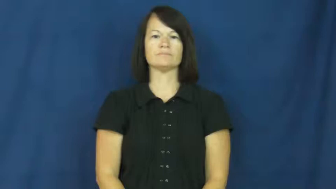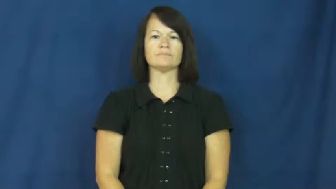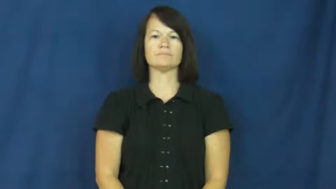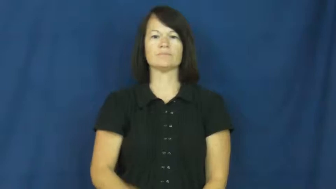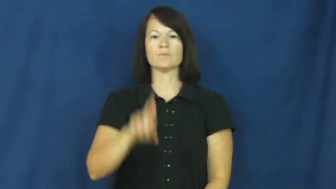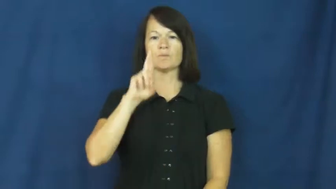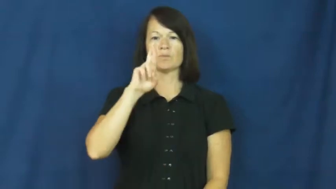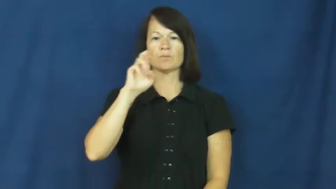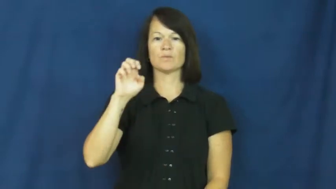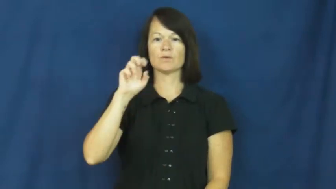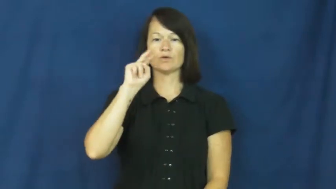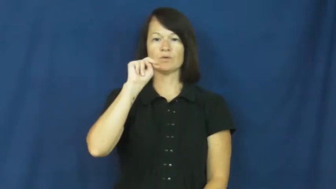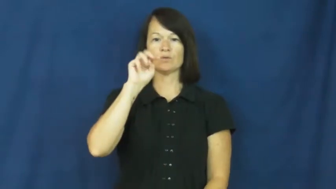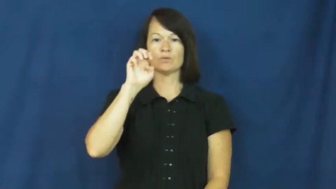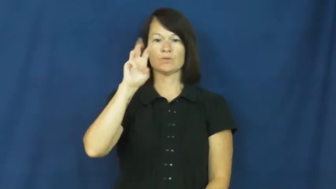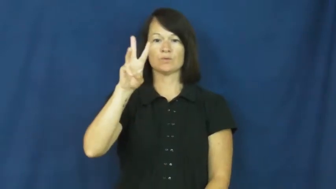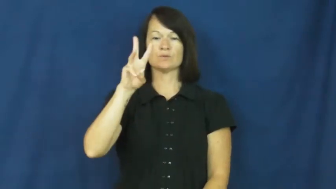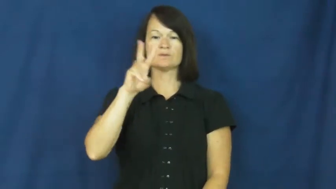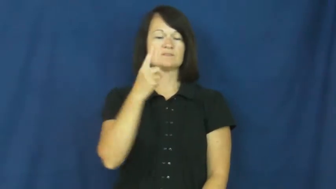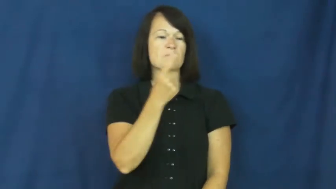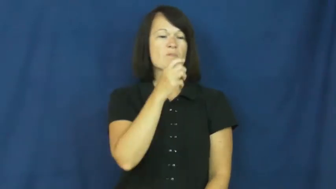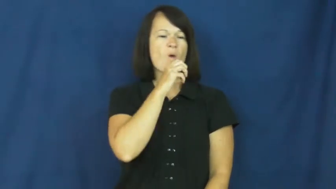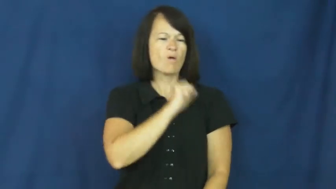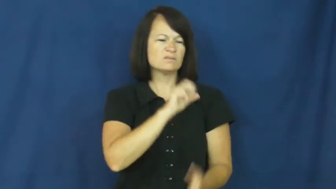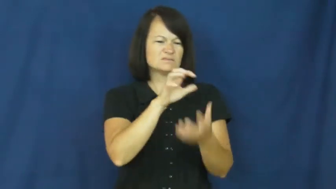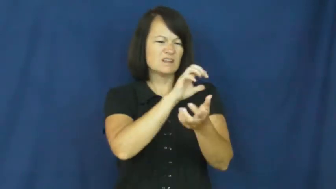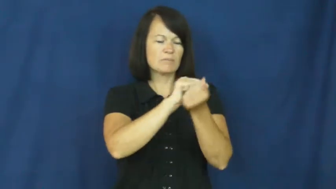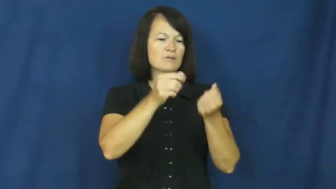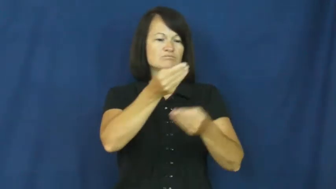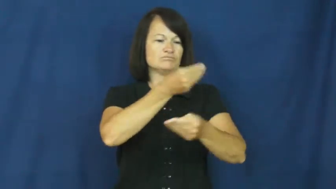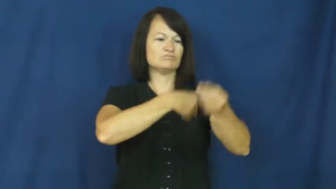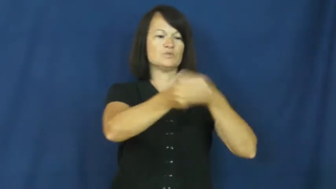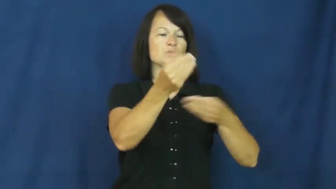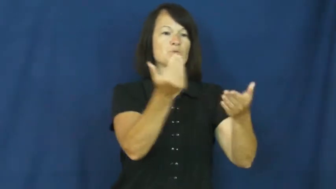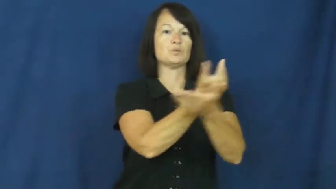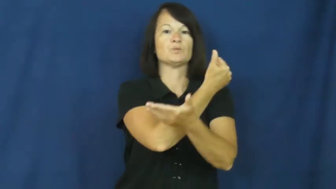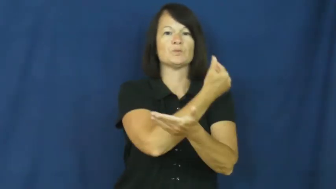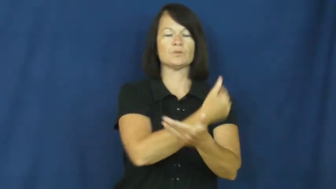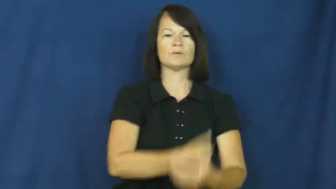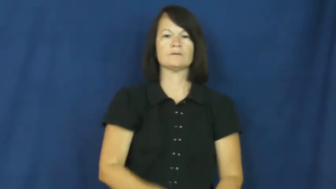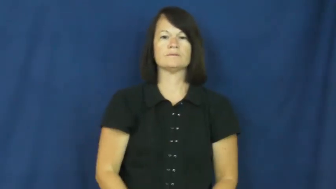renew-new again